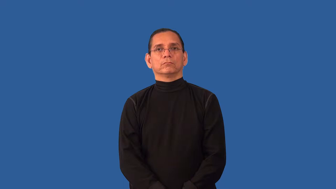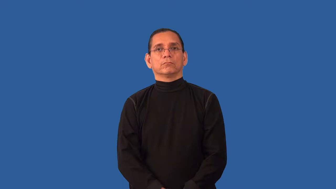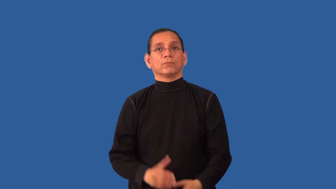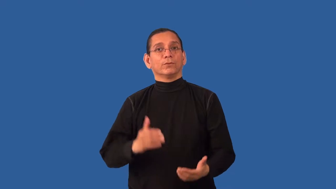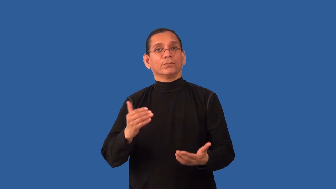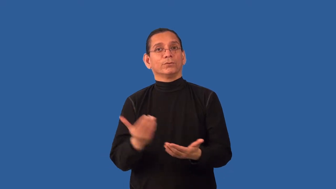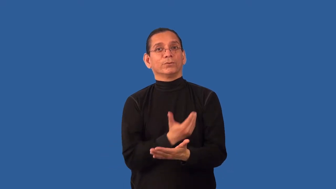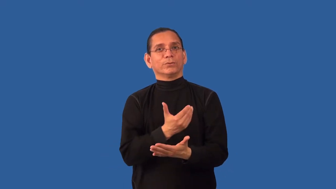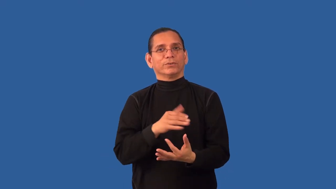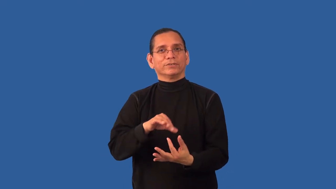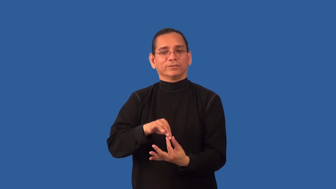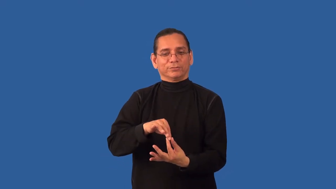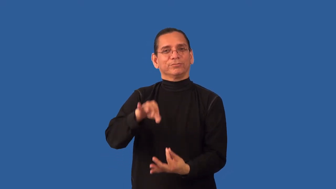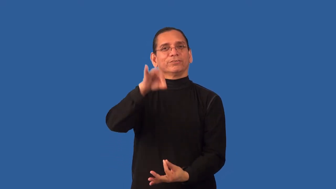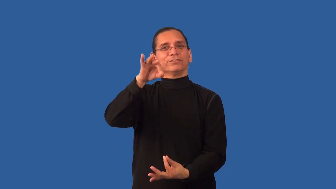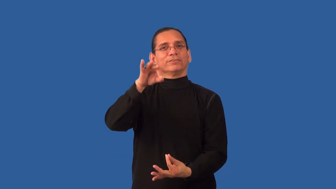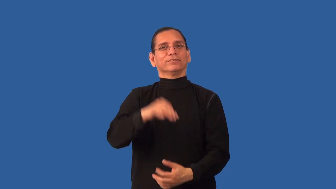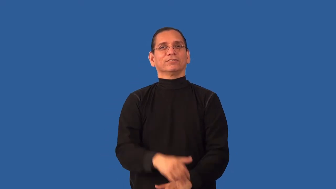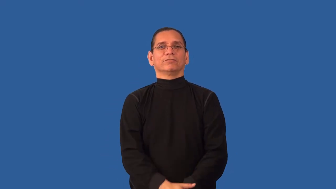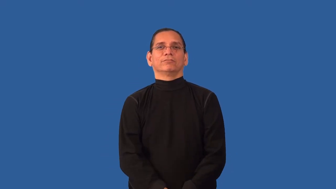renew,reborn,satori-spirit